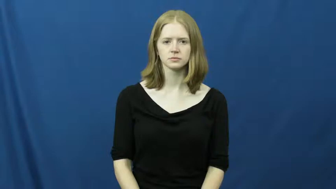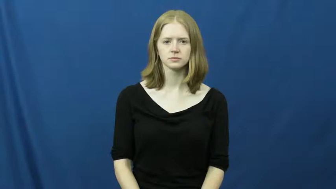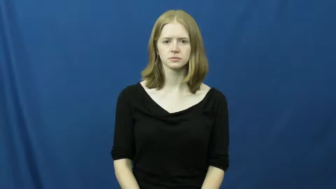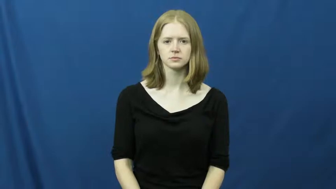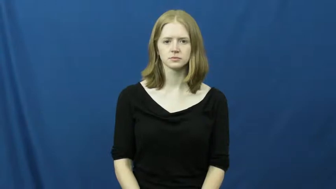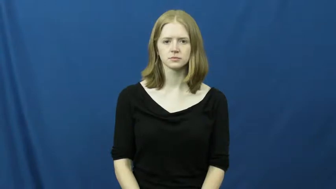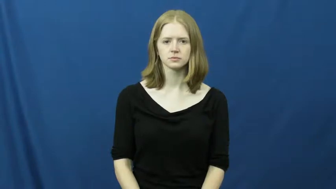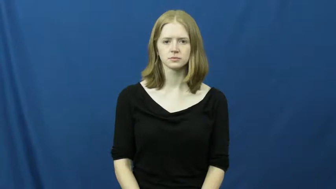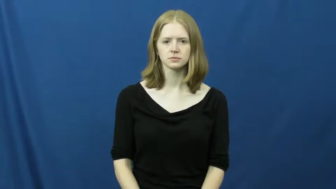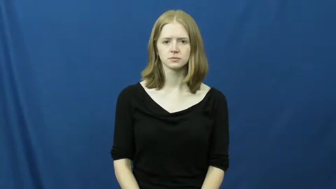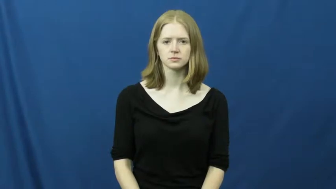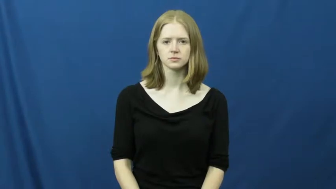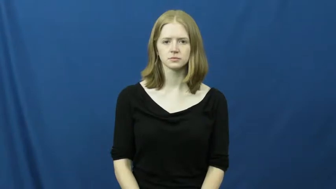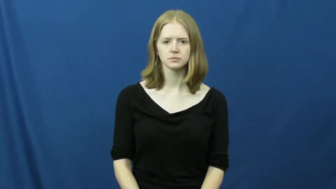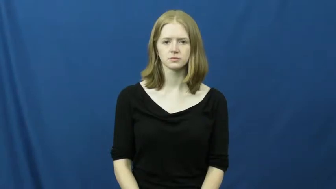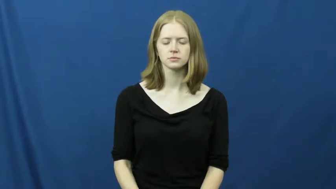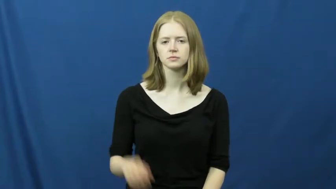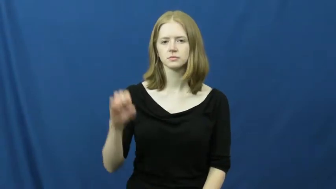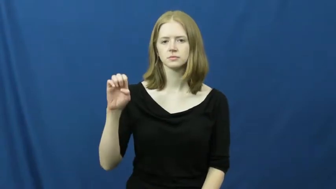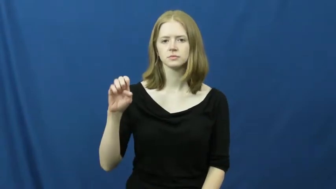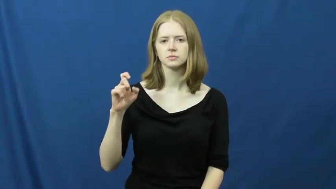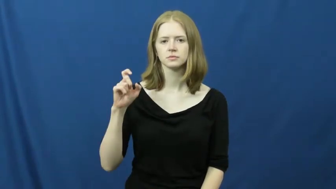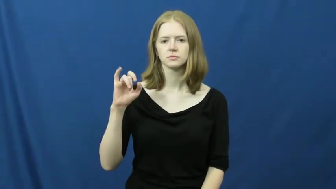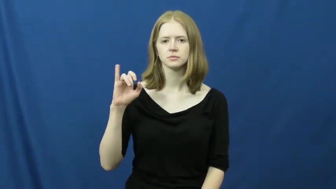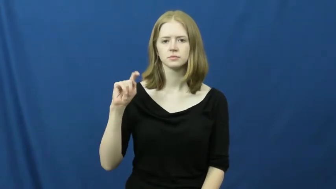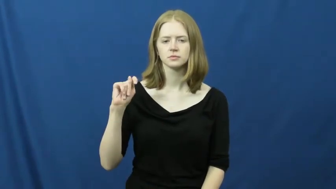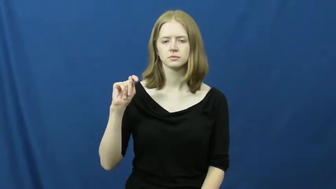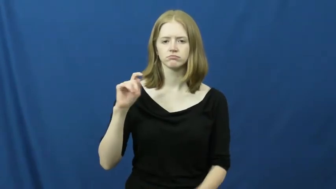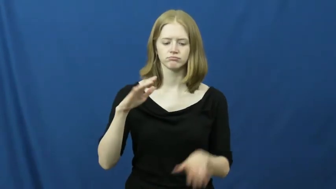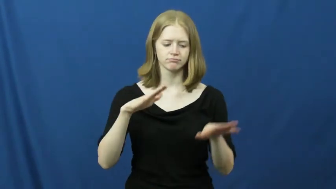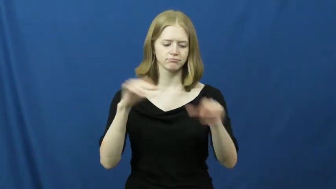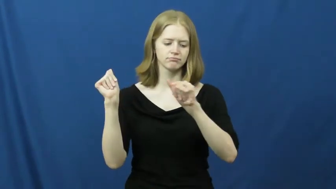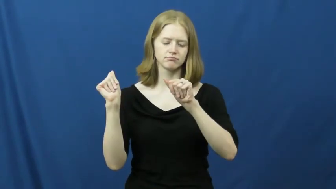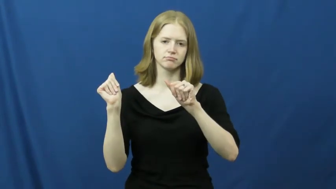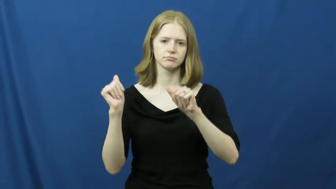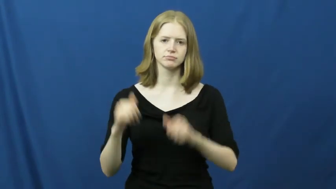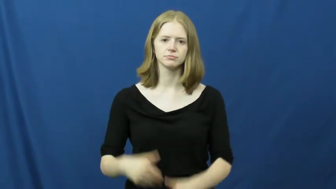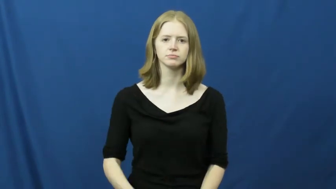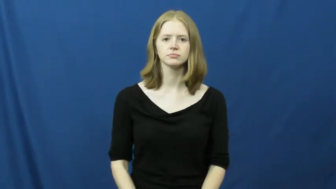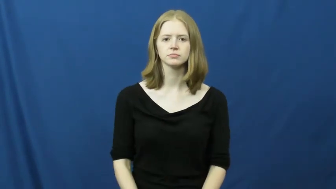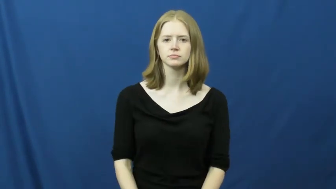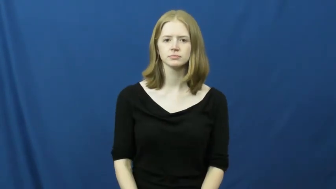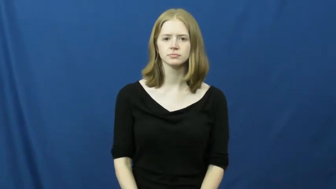exit